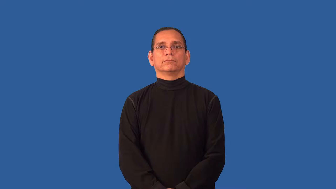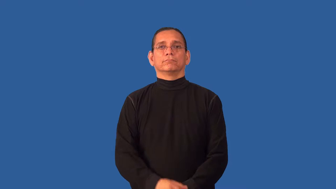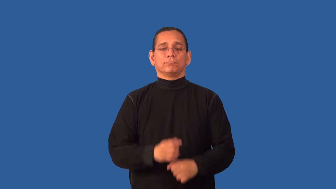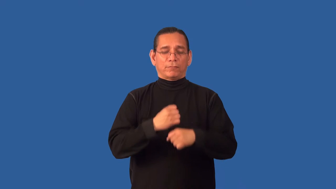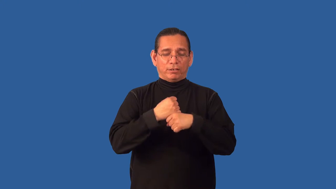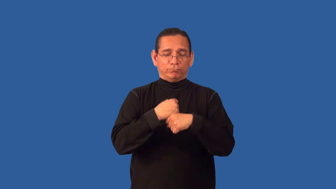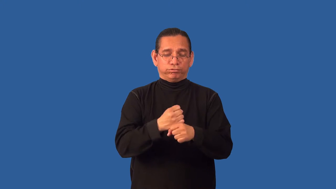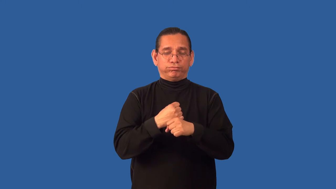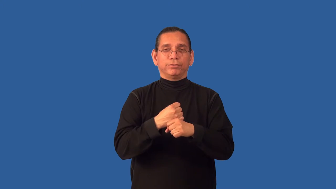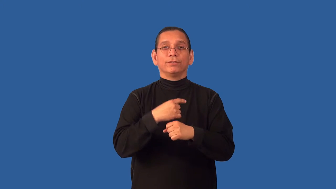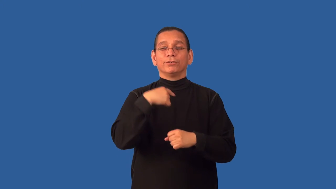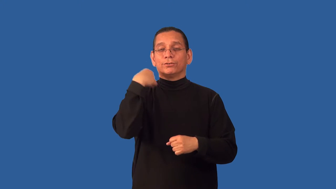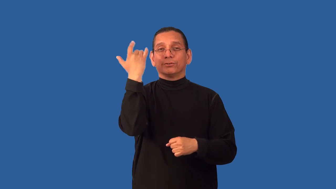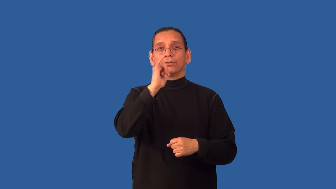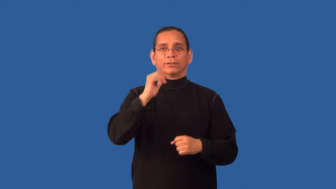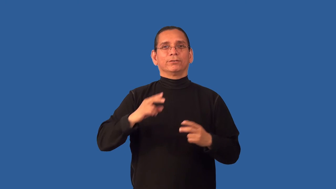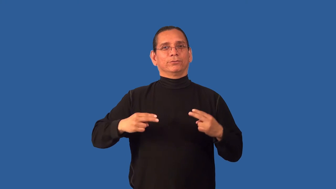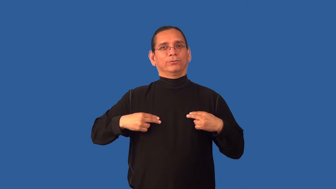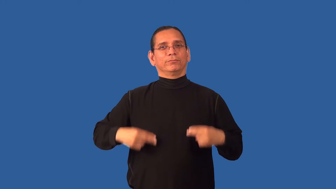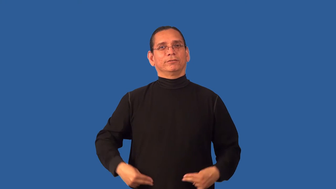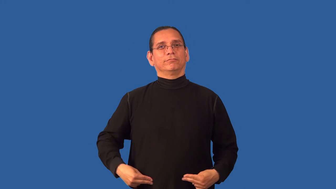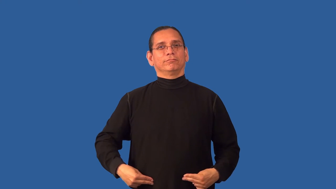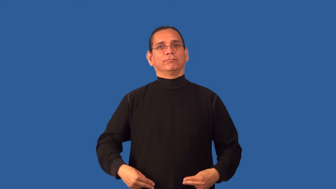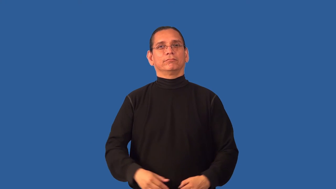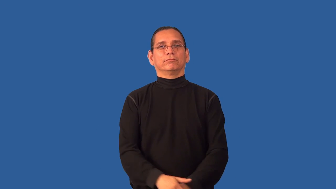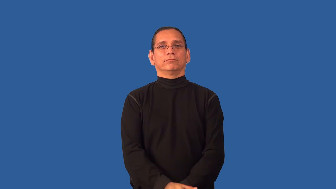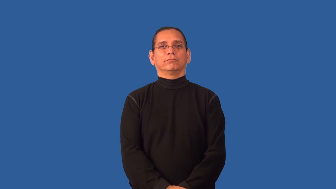anthropomorphize